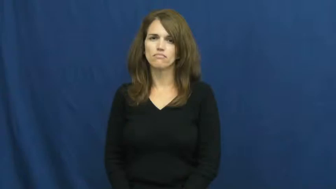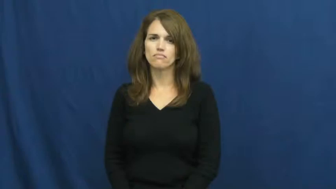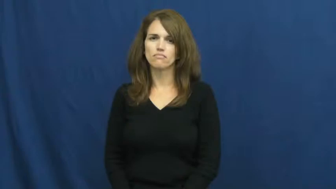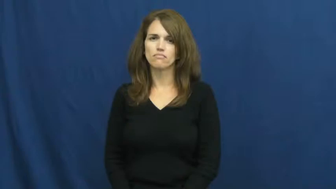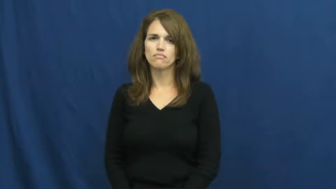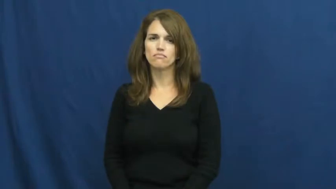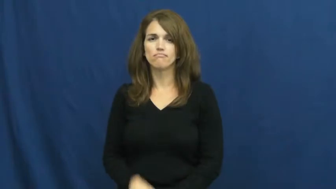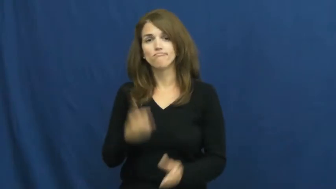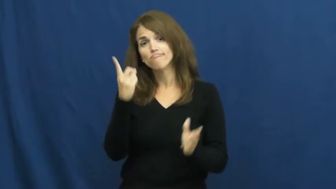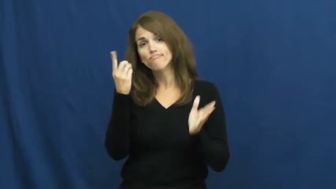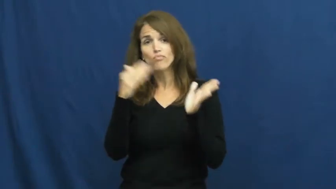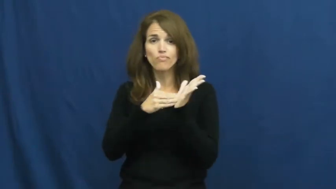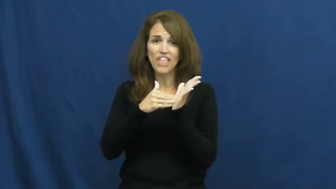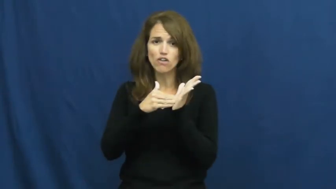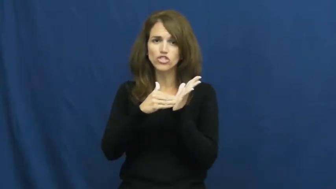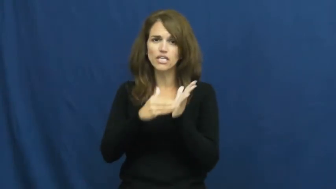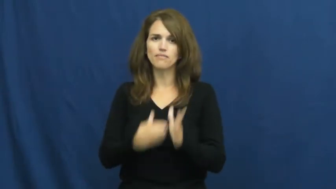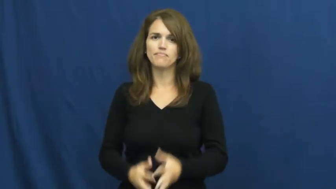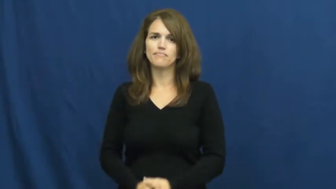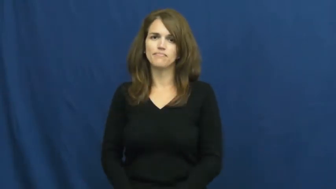thousand